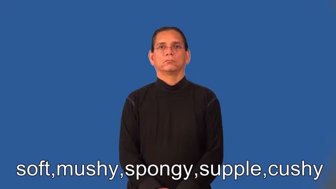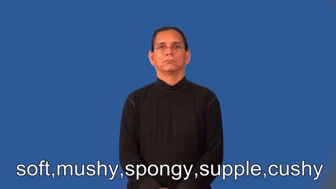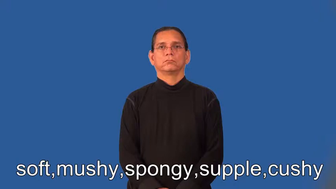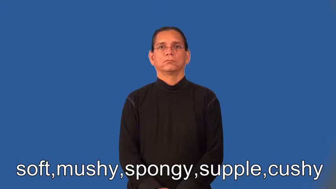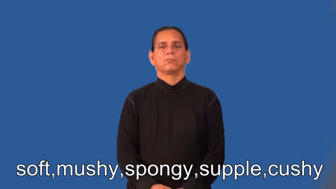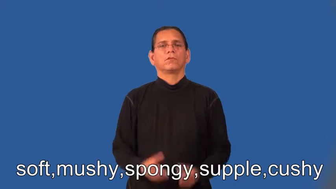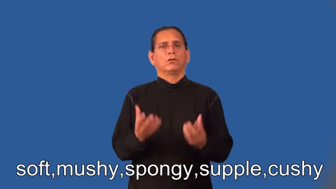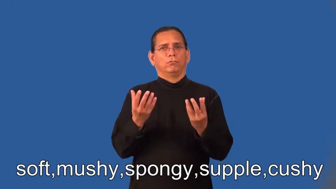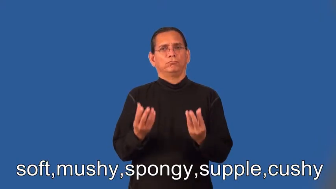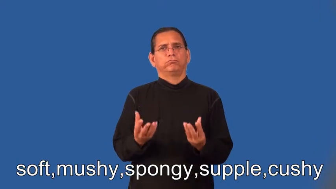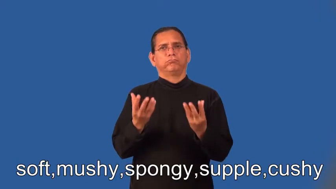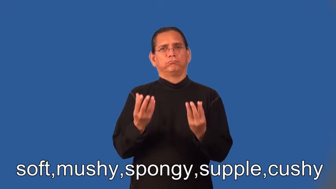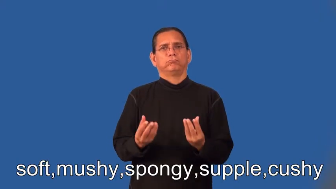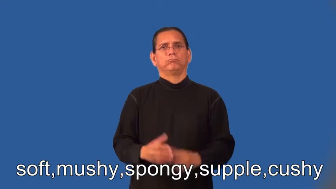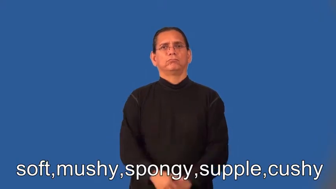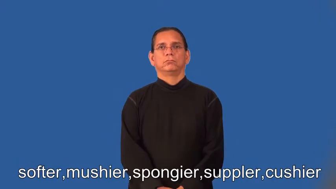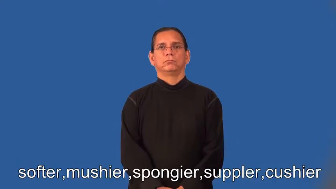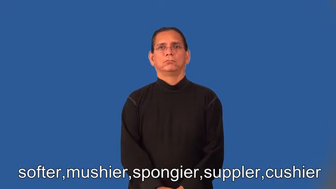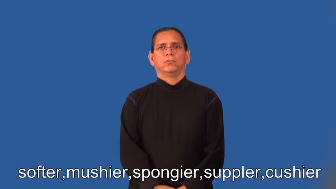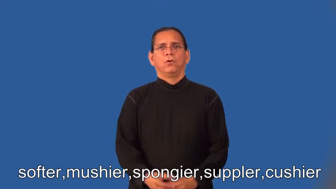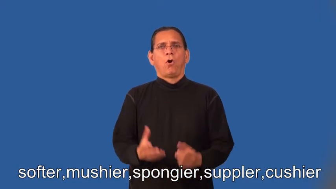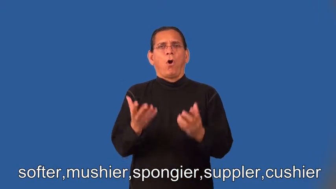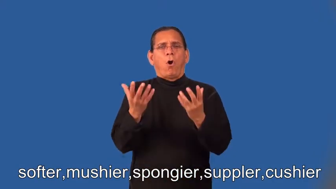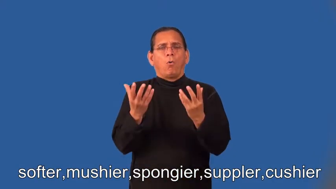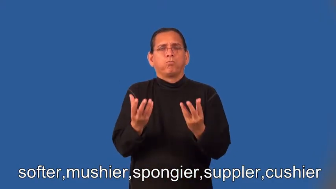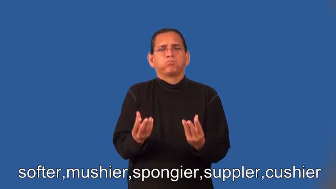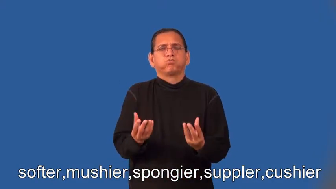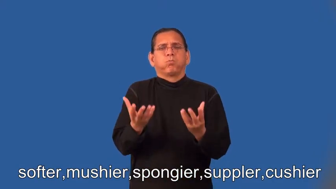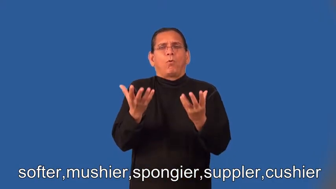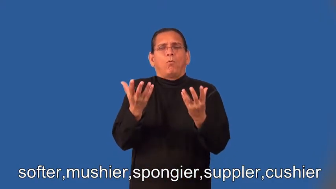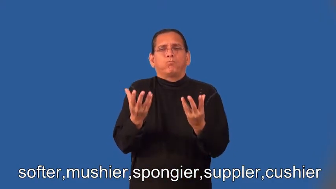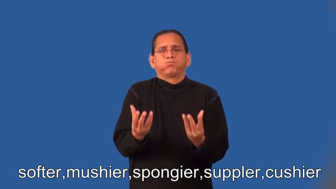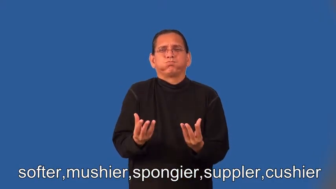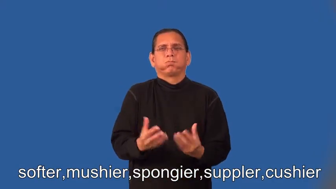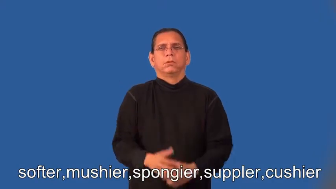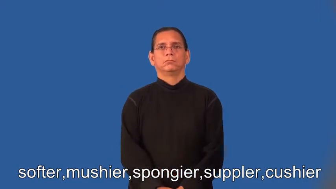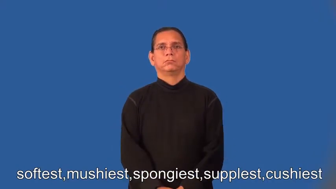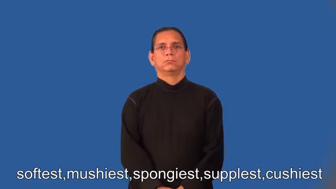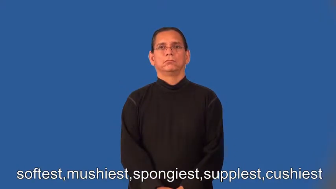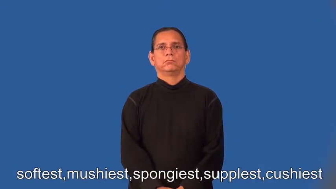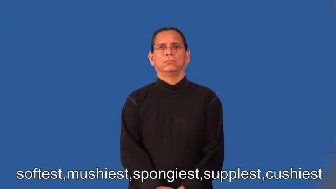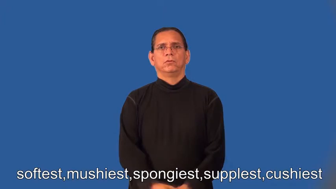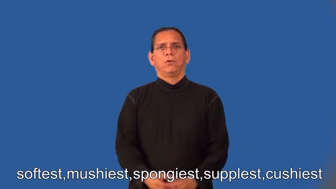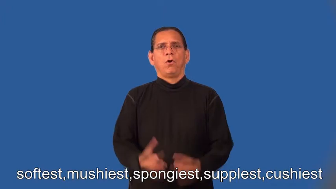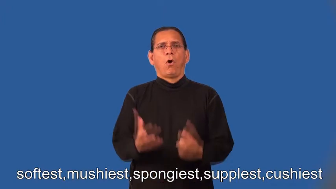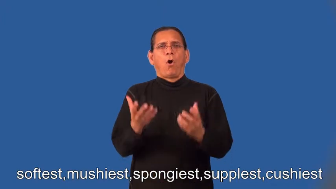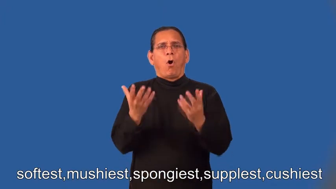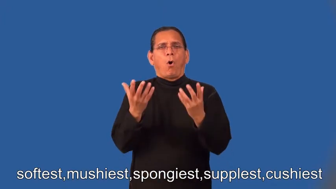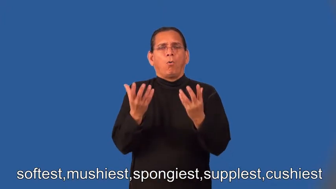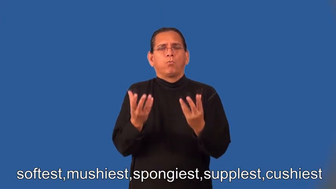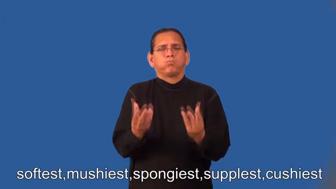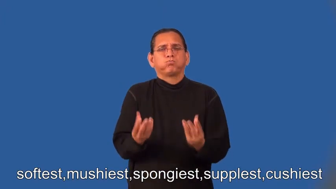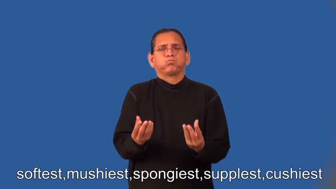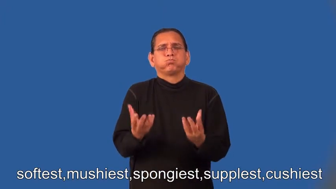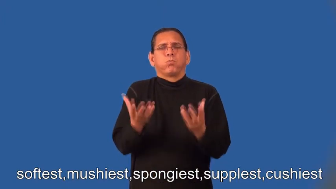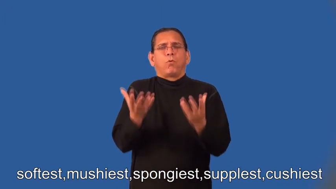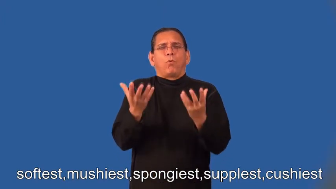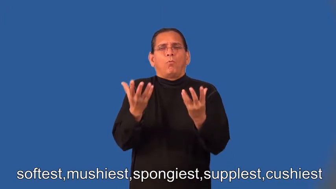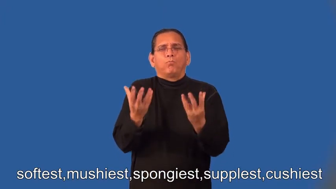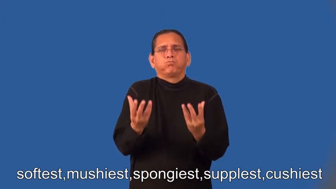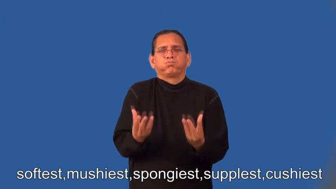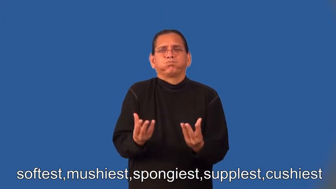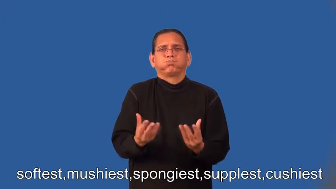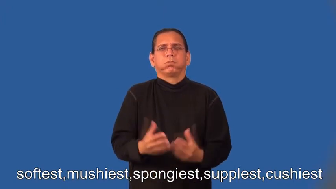softer,mushier,spongier,suppler,cushier,softest,mushiest,spongiest,supplest,cushiest